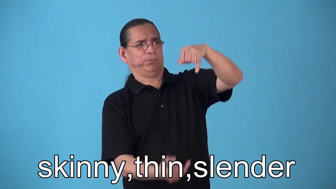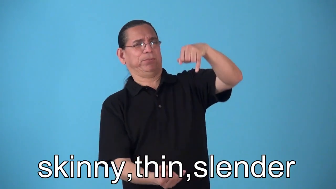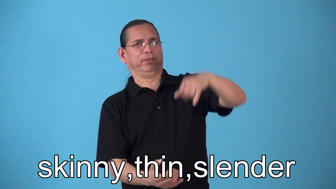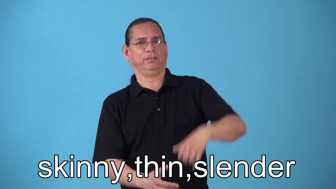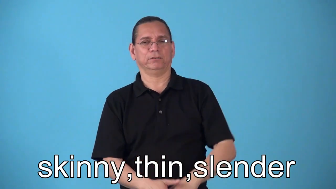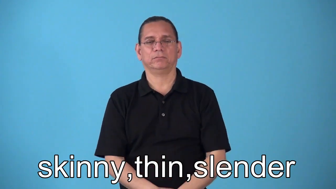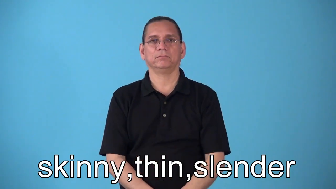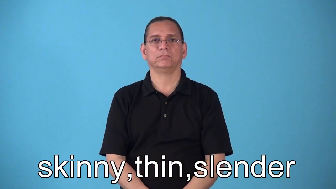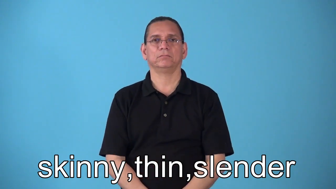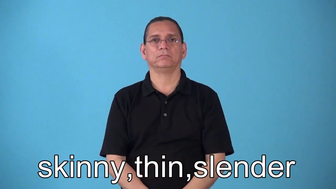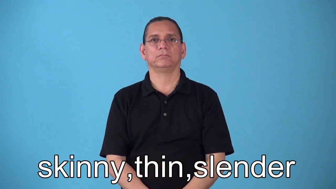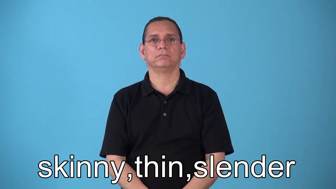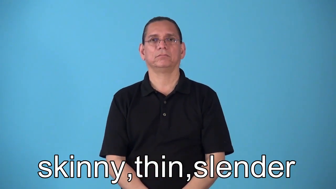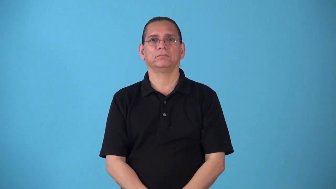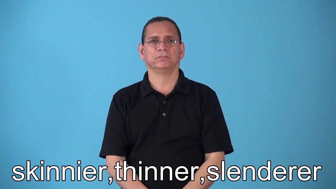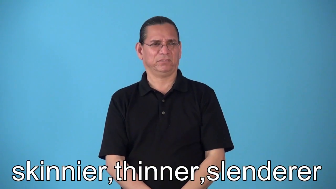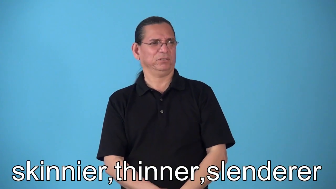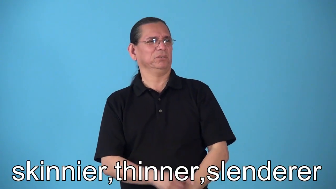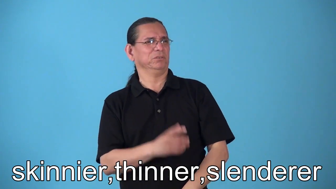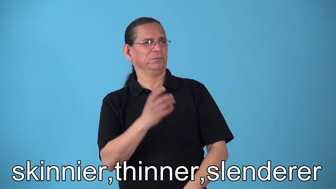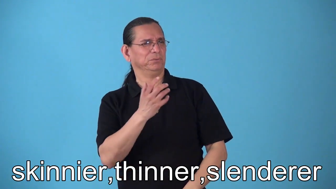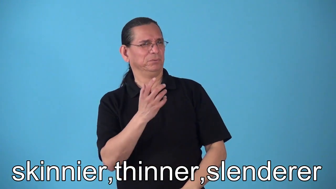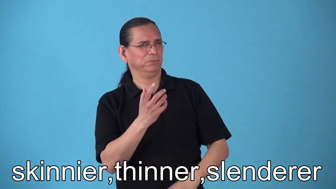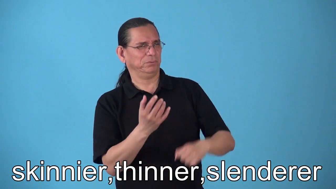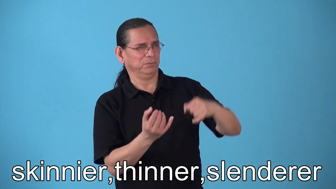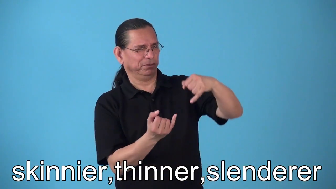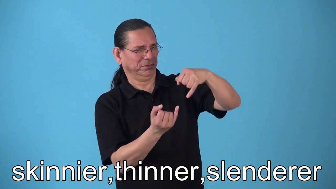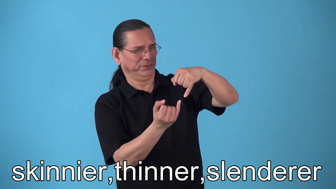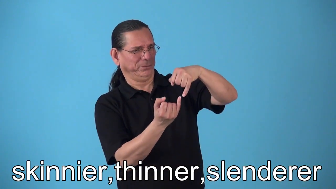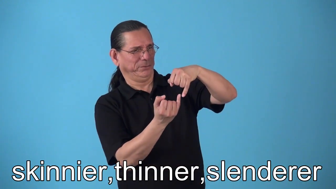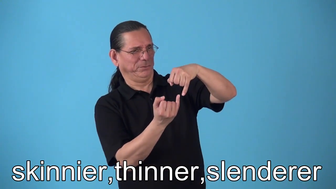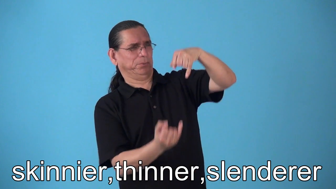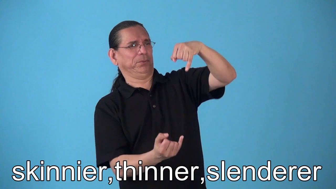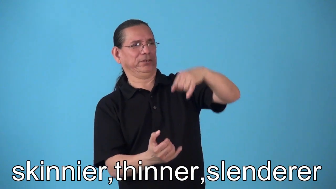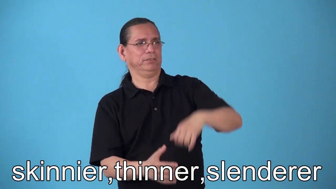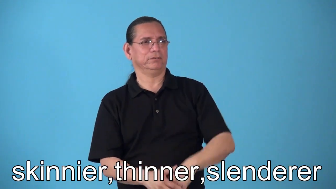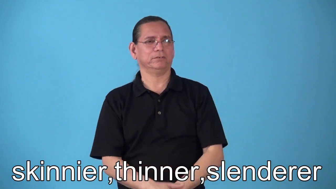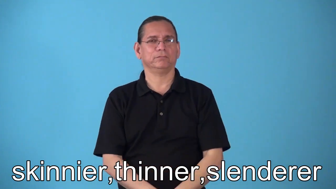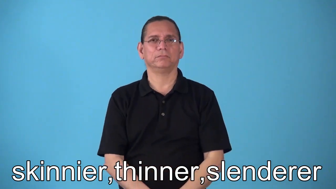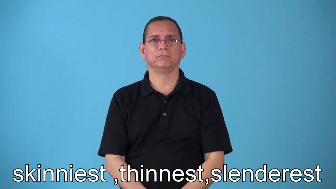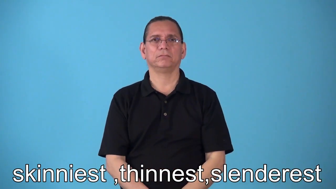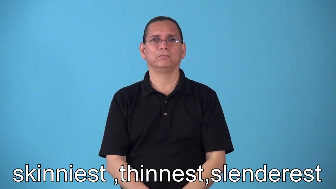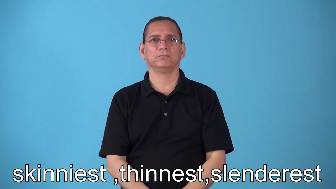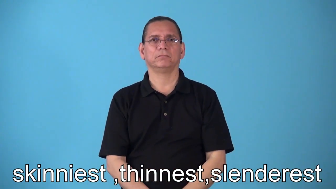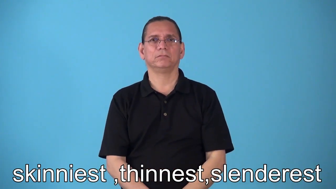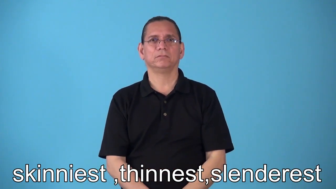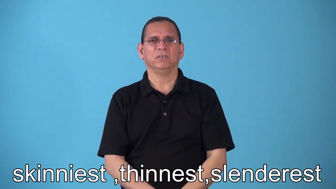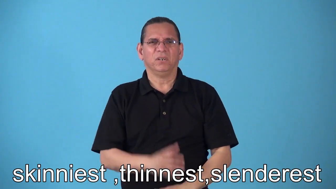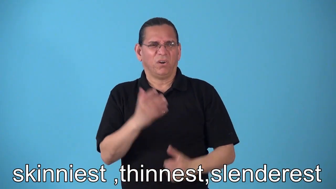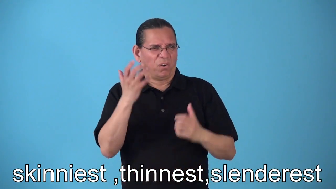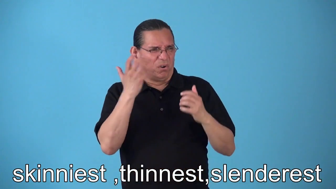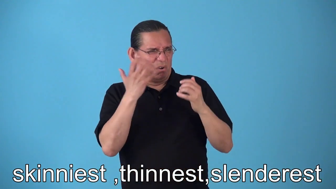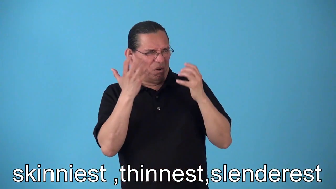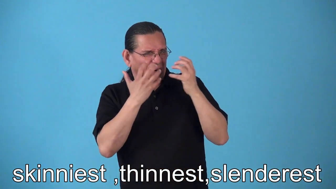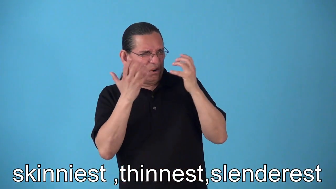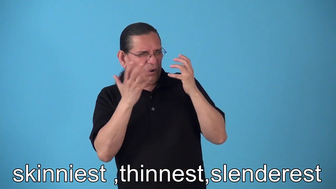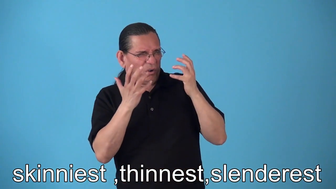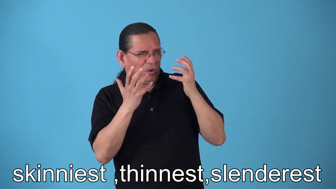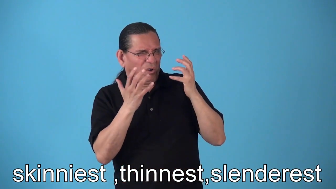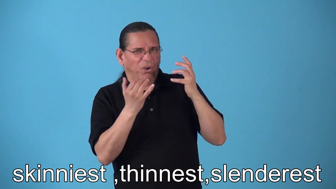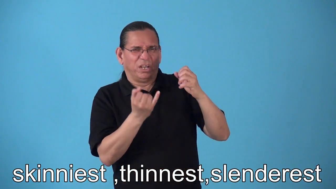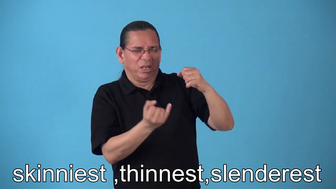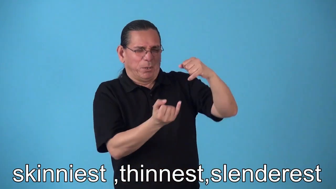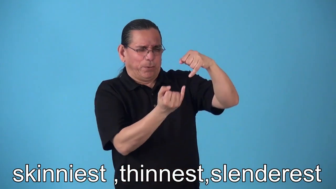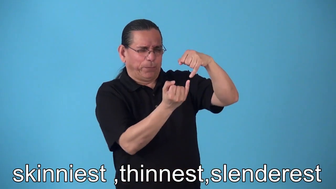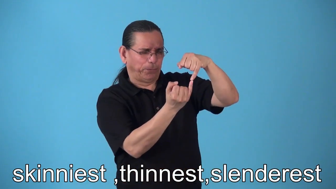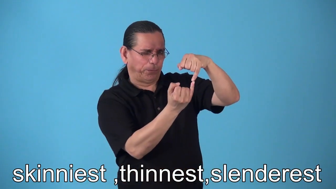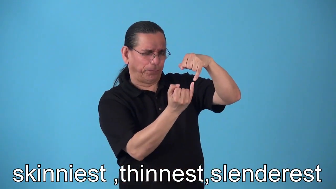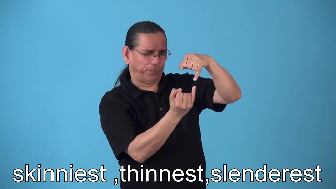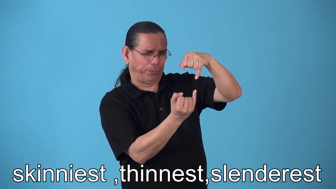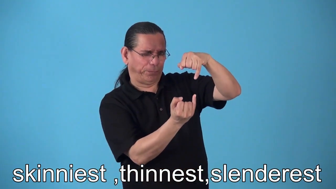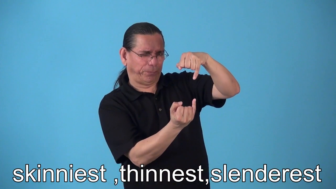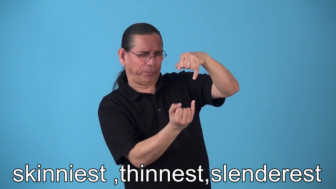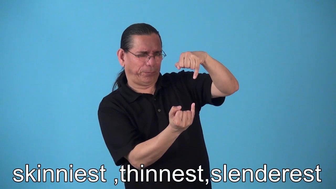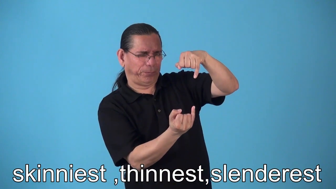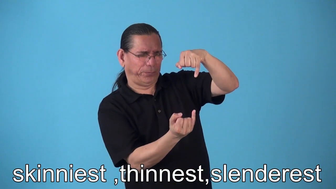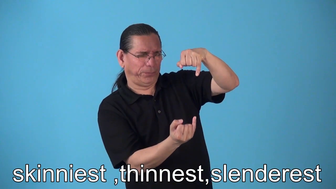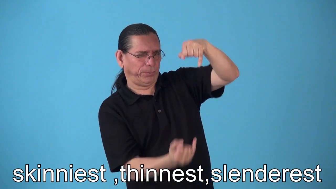skinnier,thinner,slenderer,skinniest,thinnest,slenderest